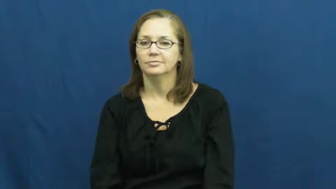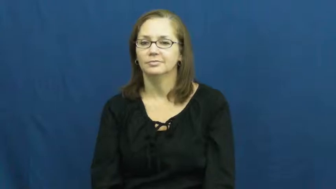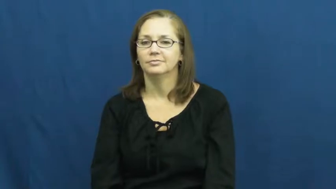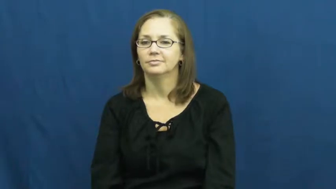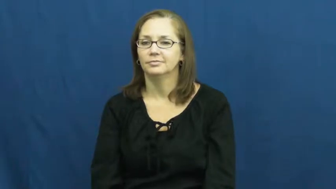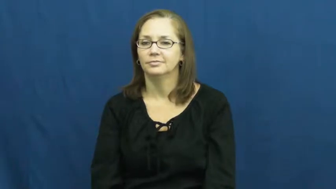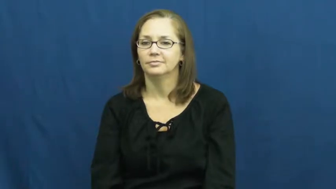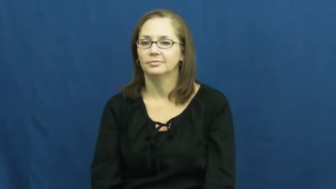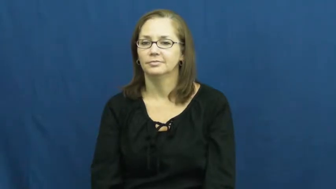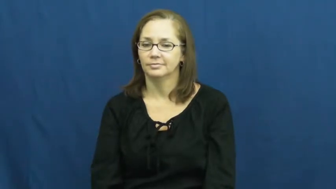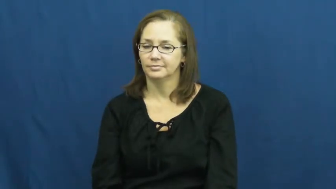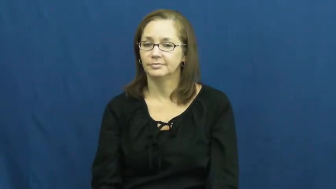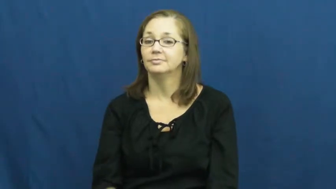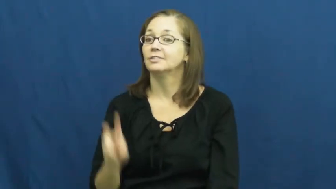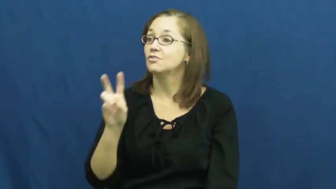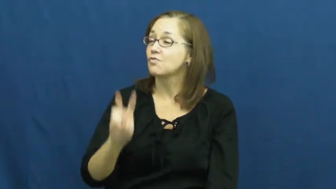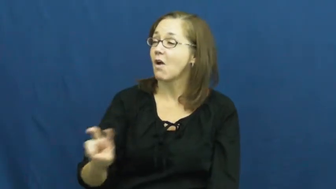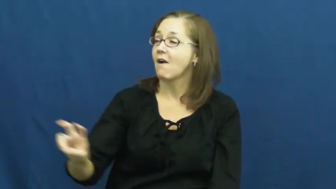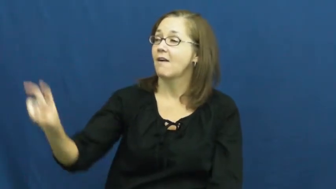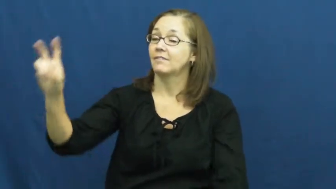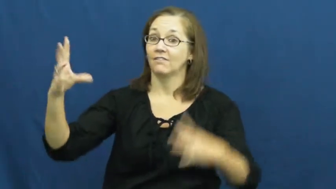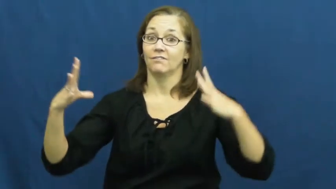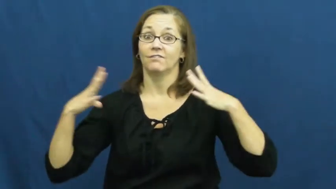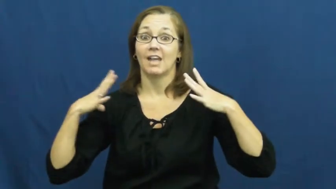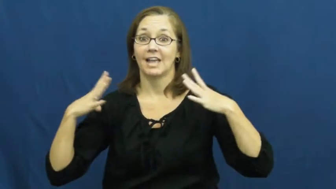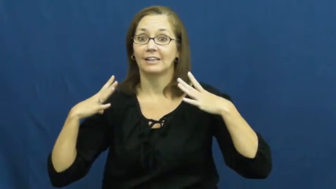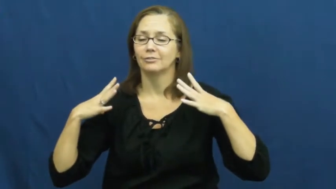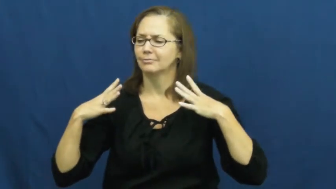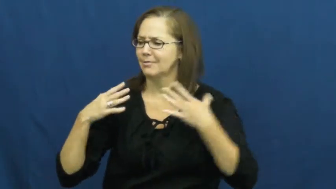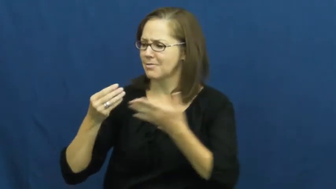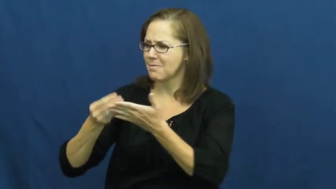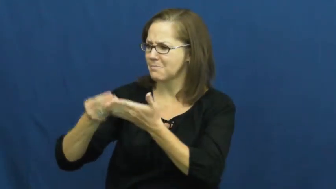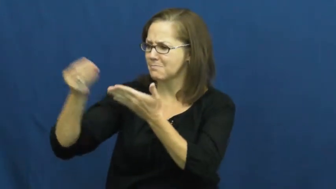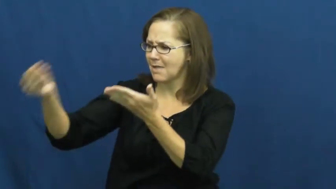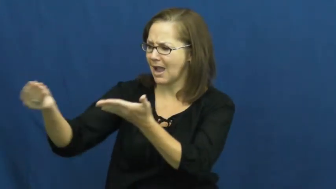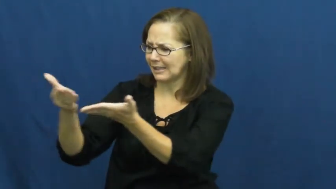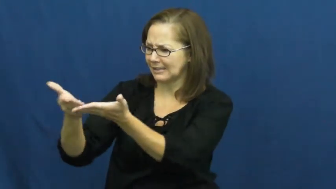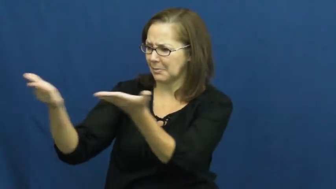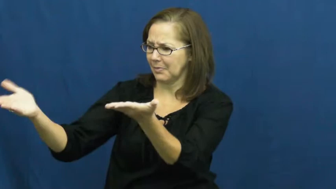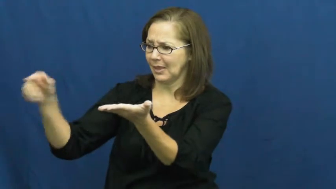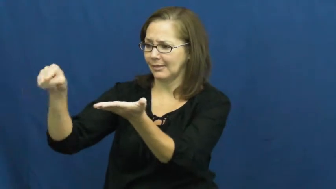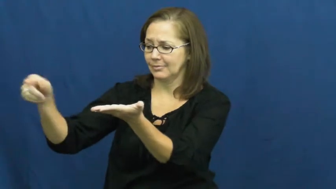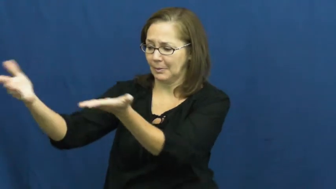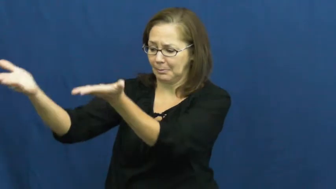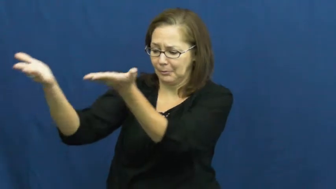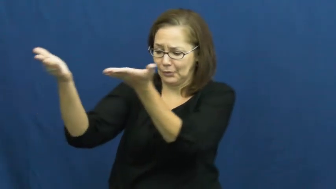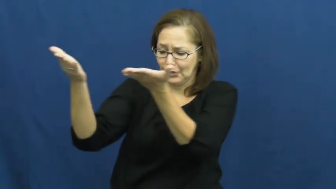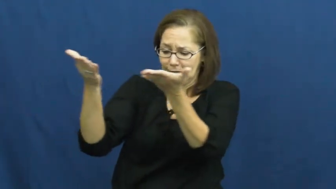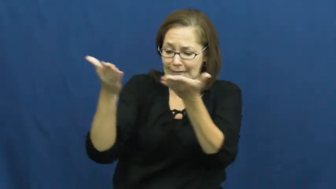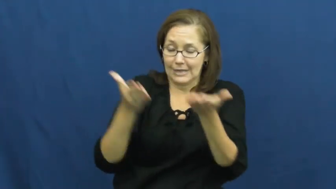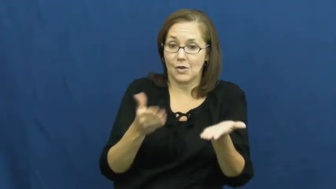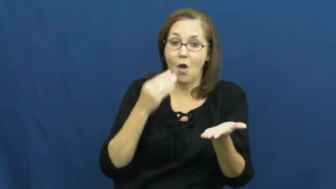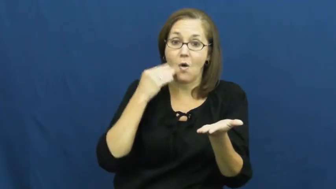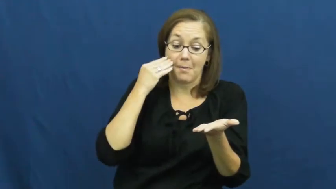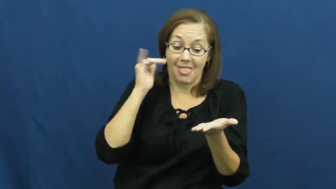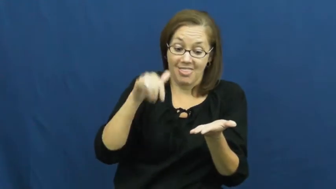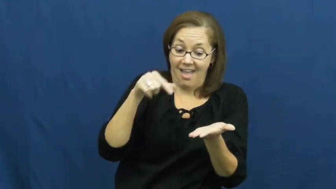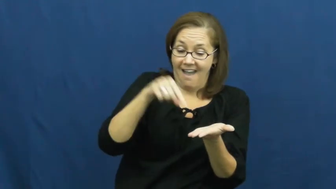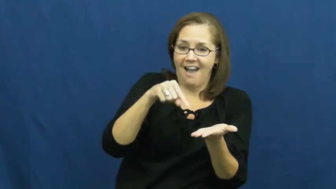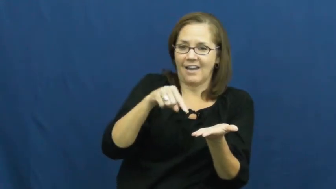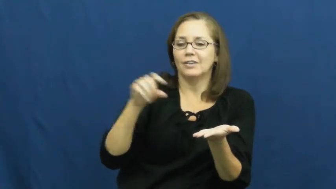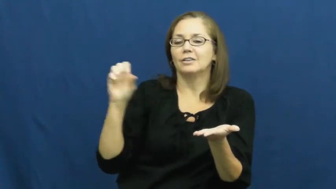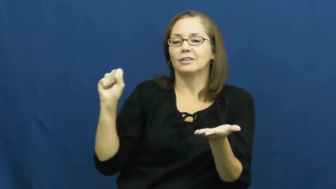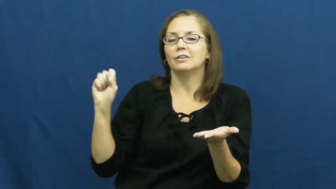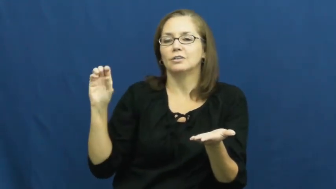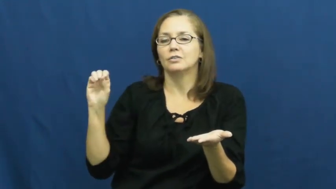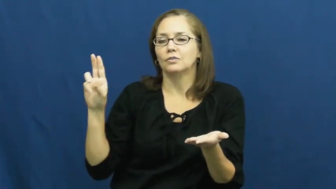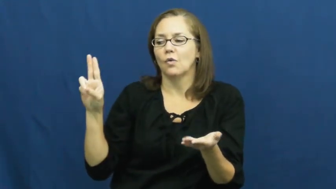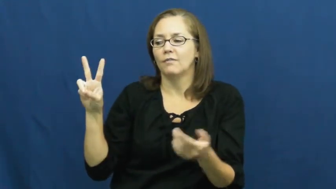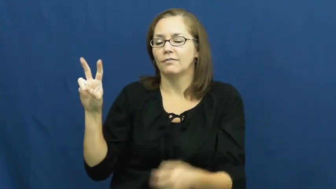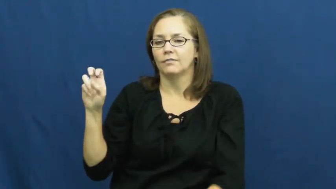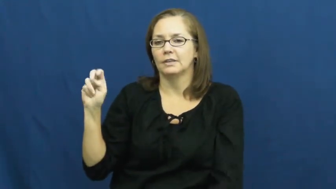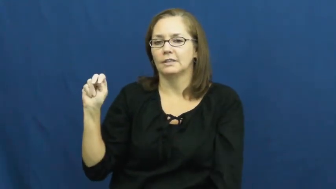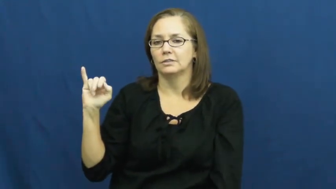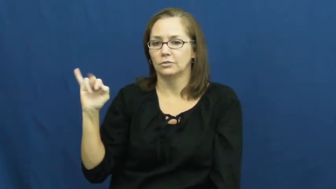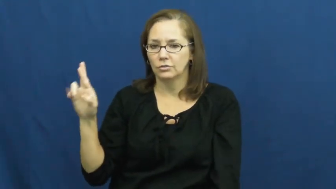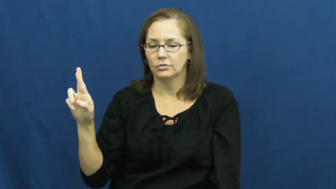souvenir